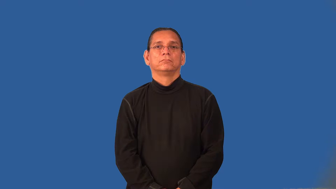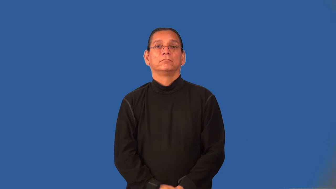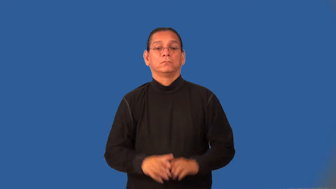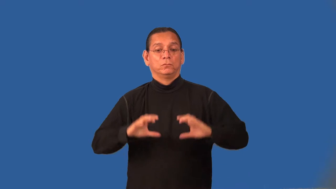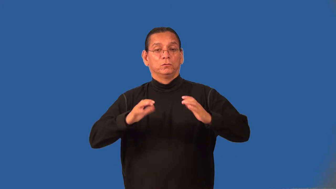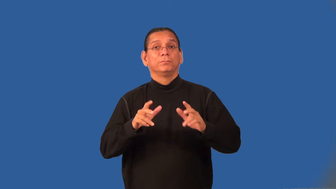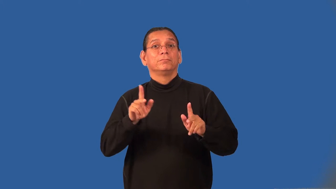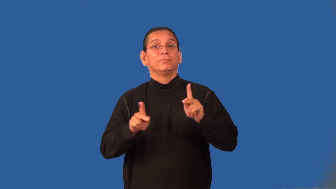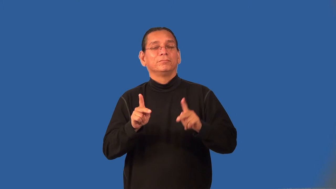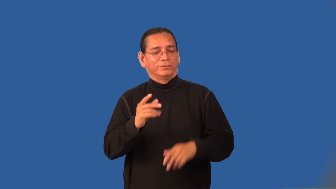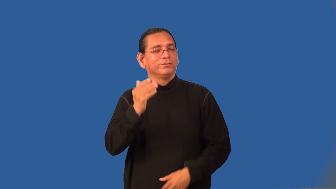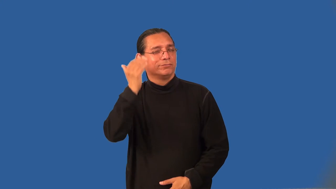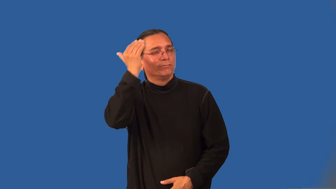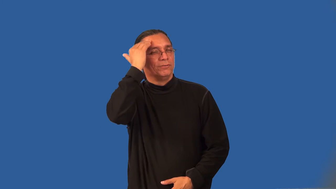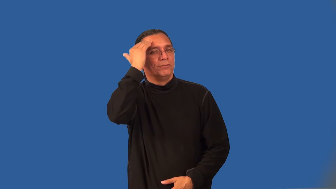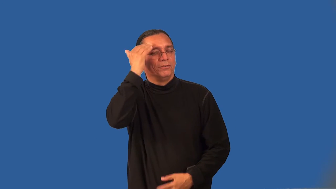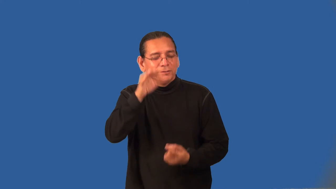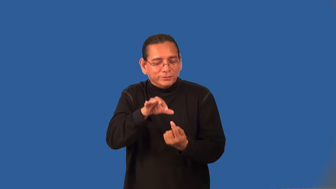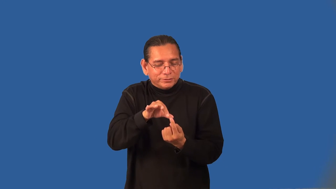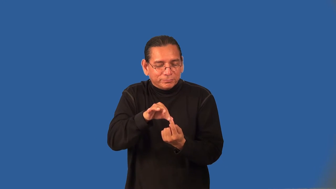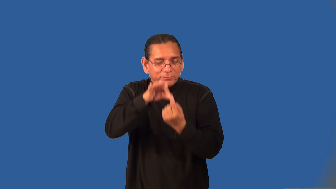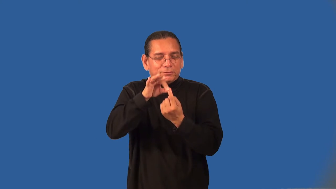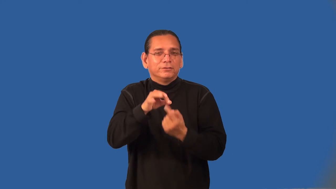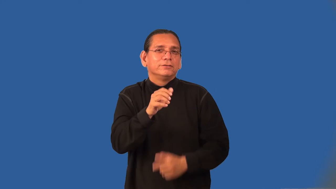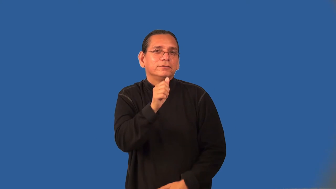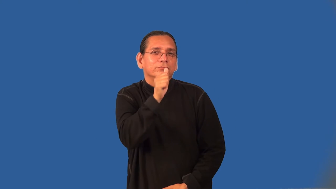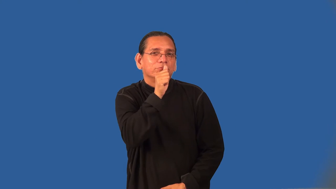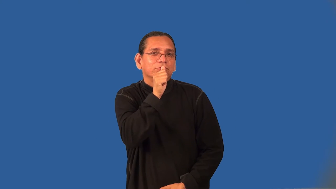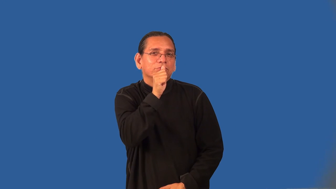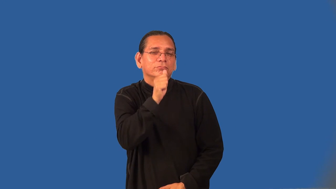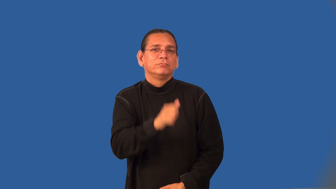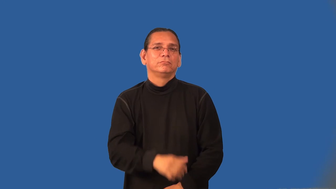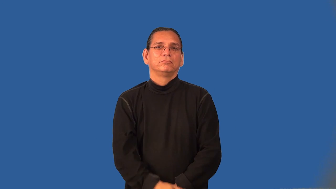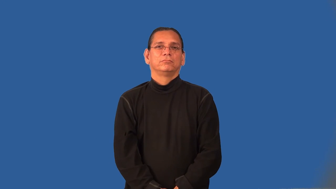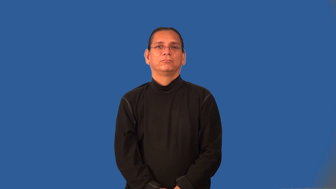illuminati